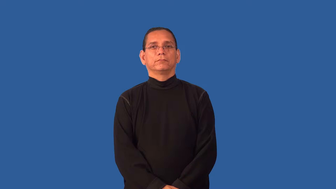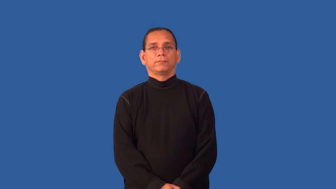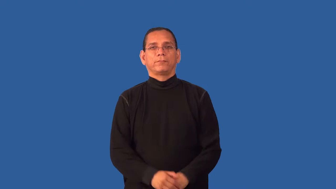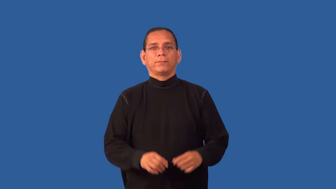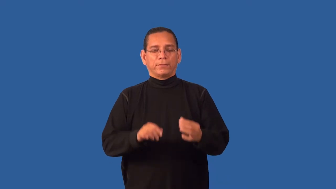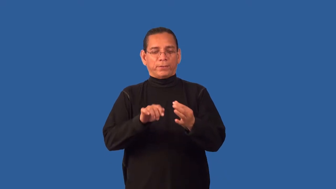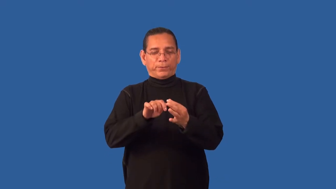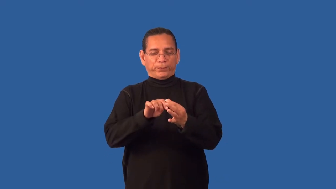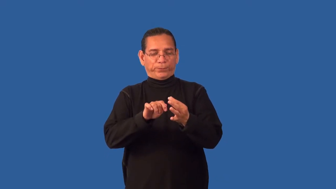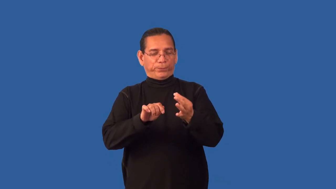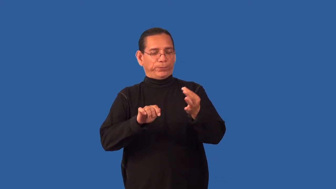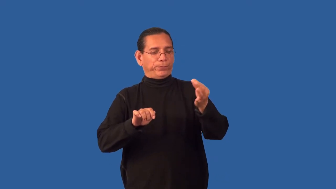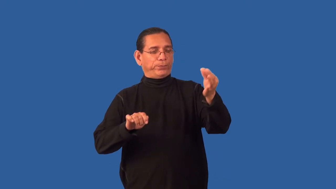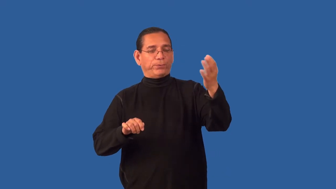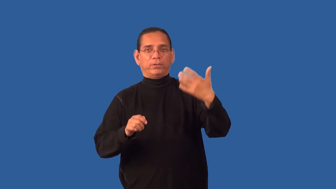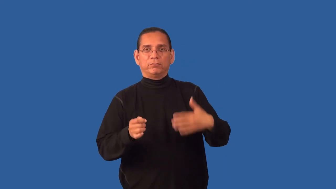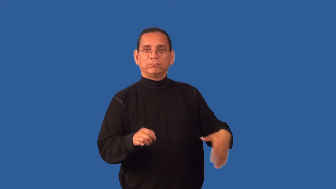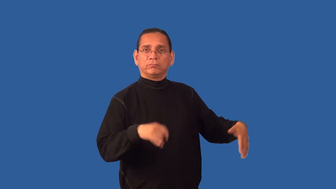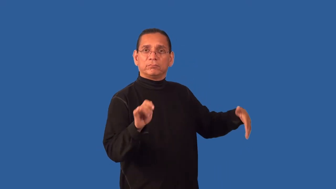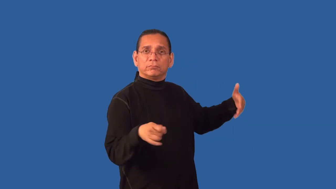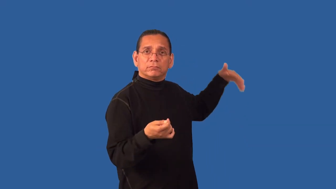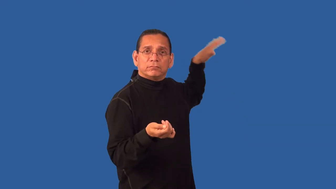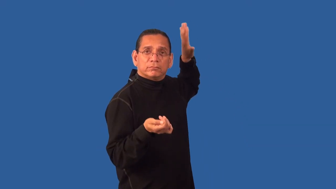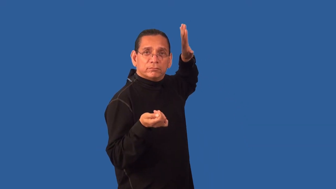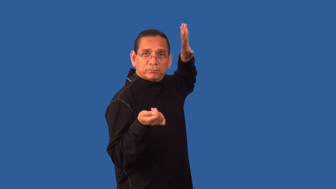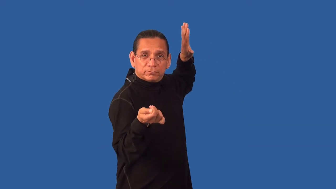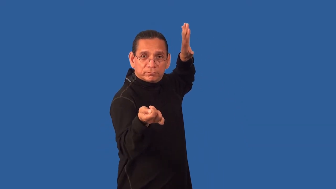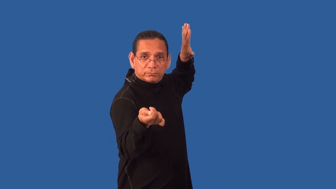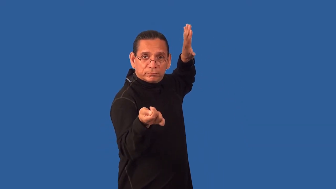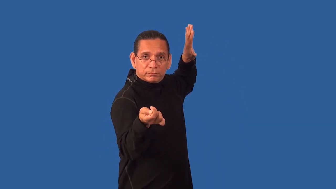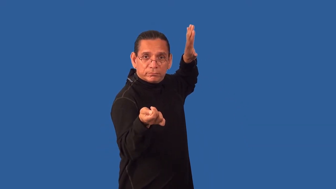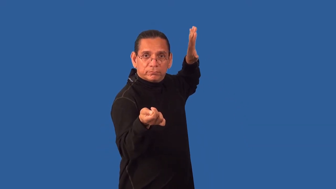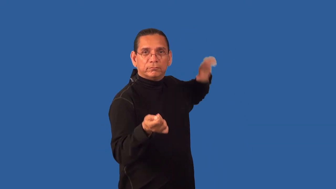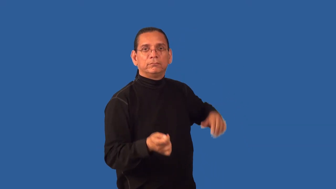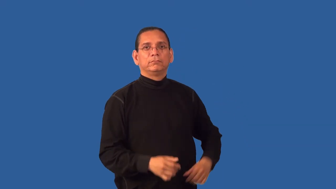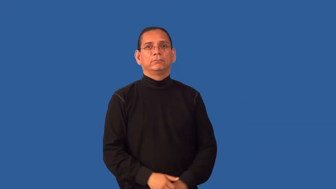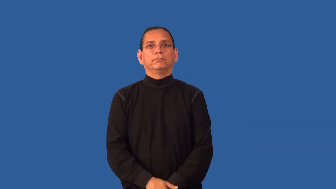foil-sword